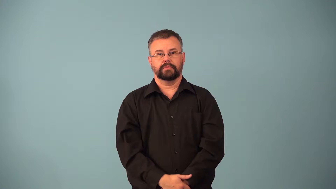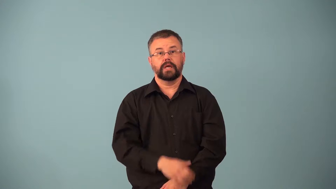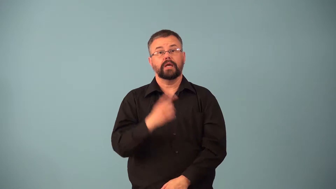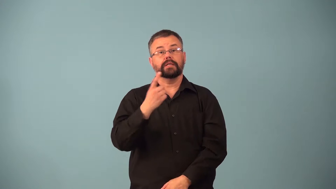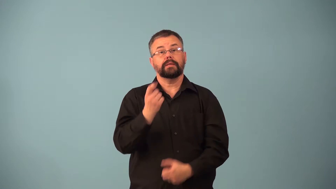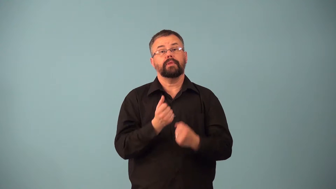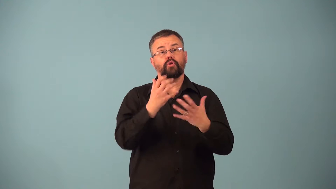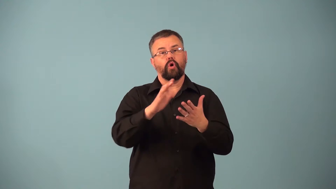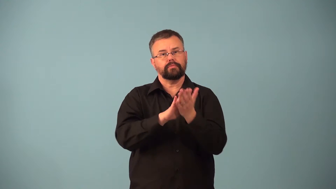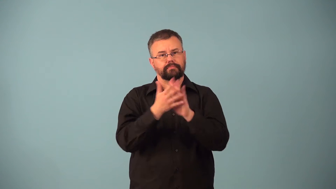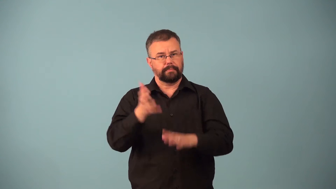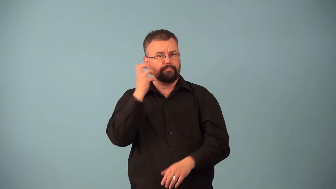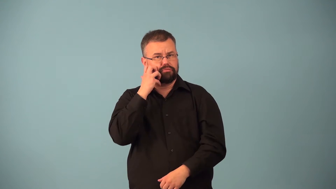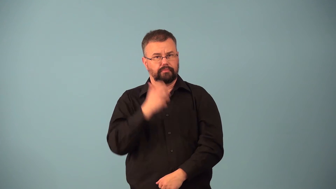coagulant